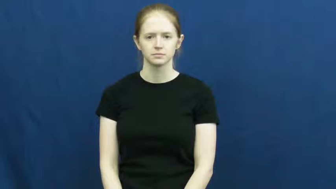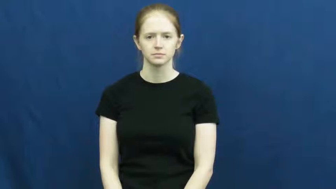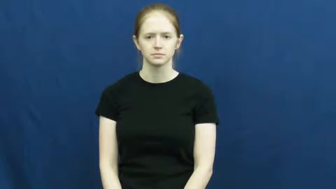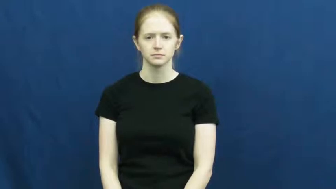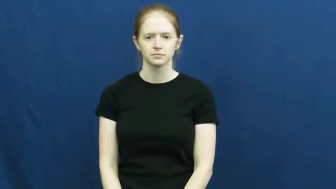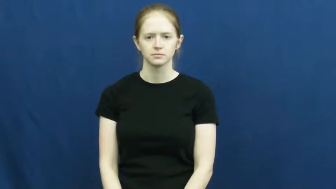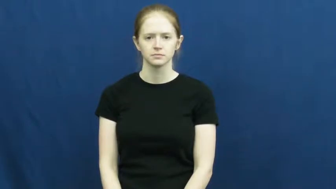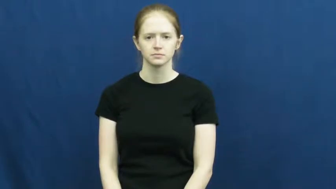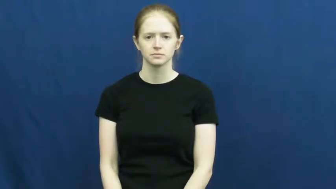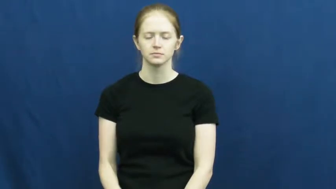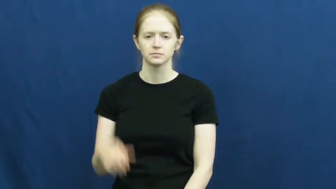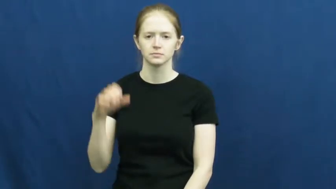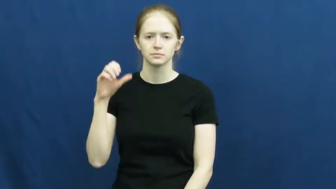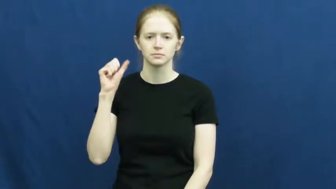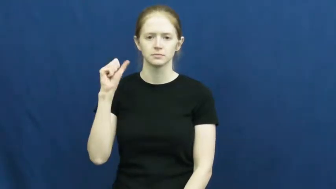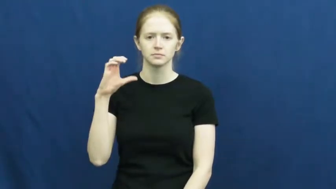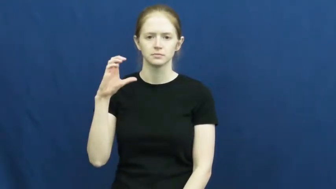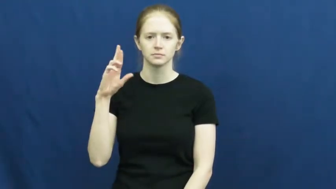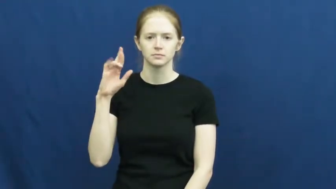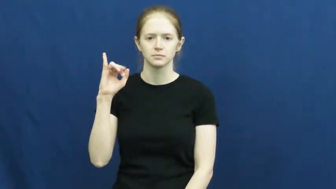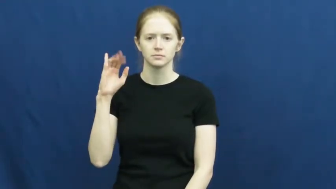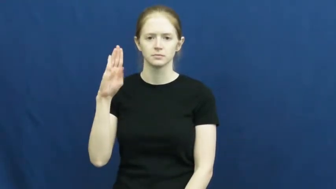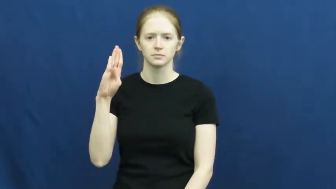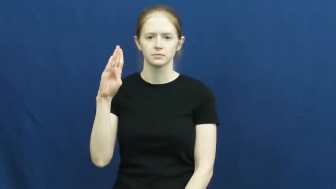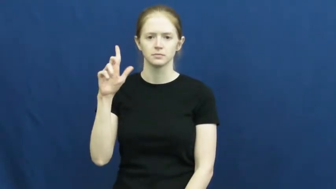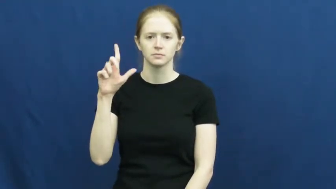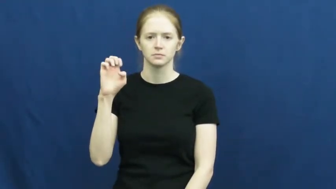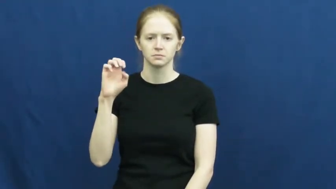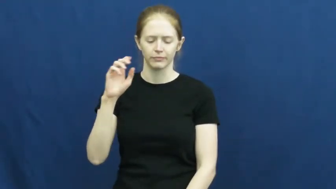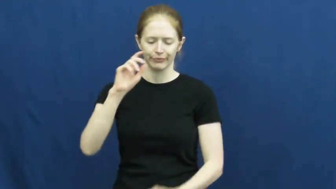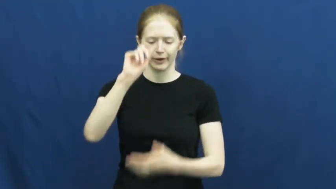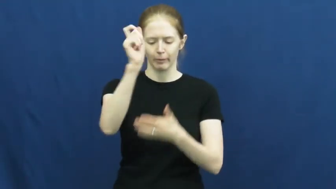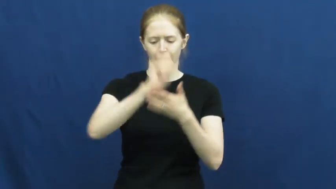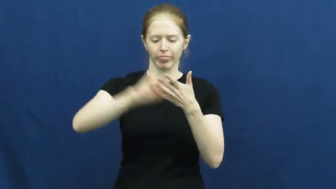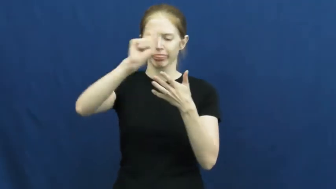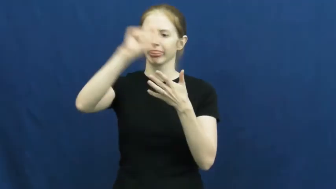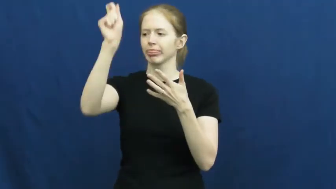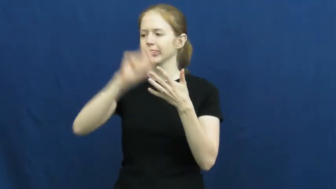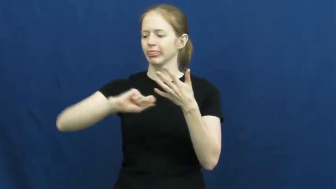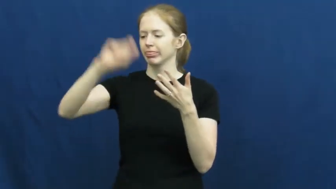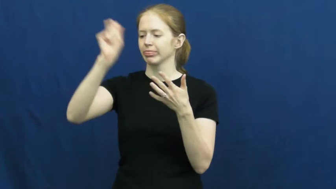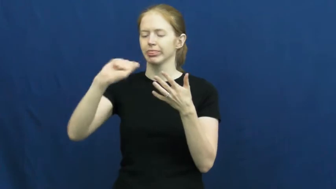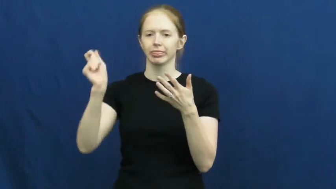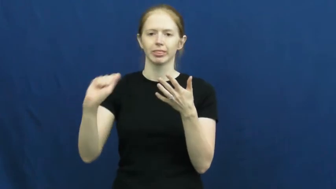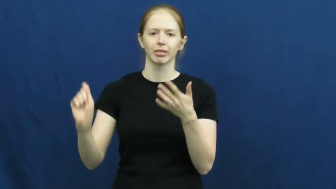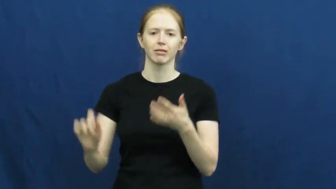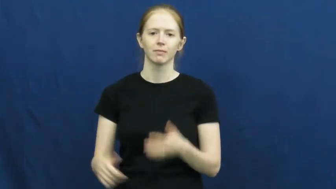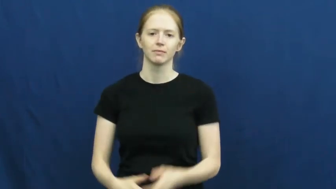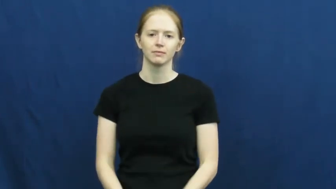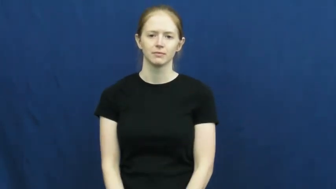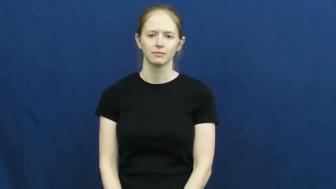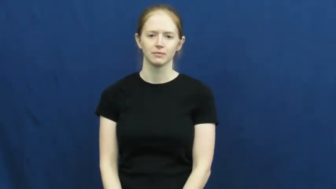scribble